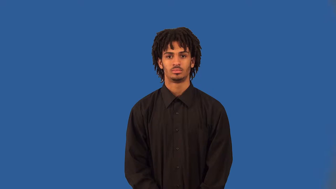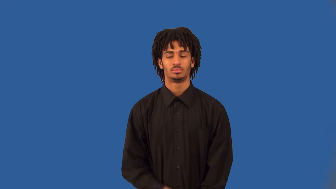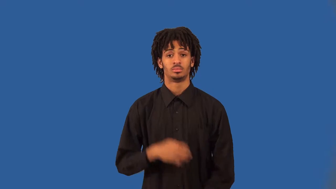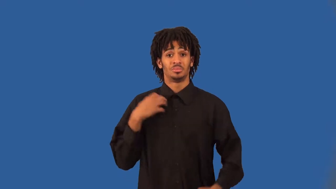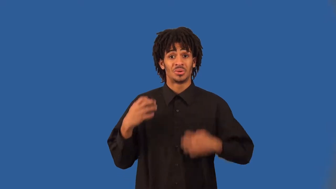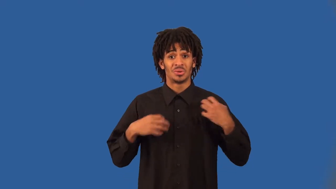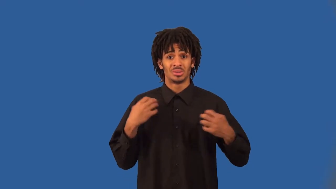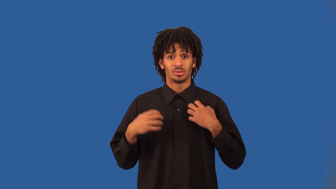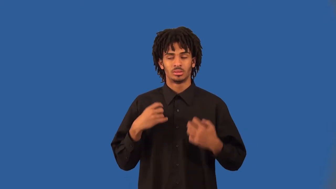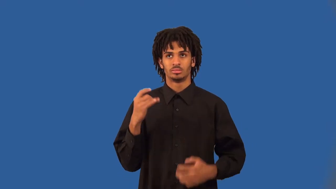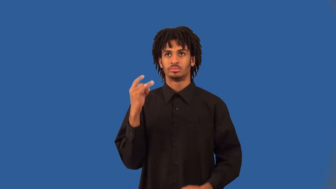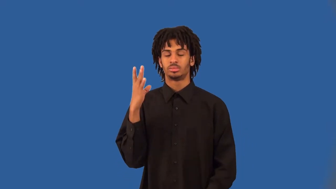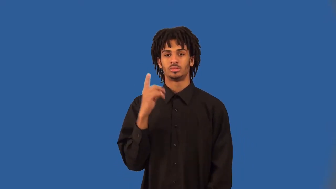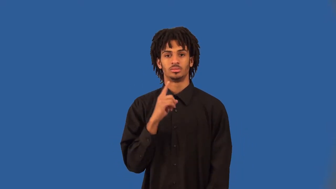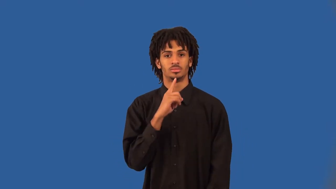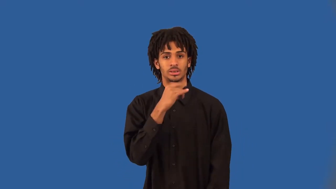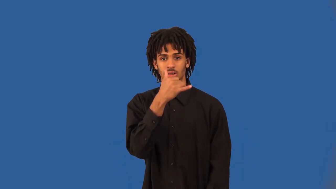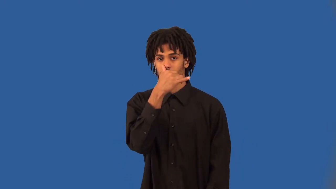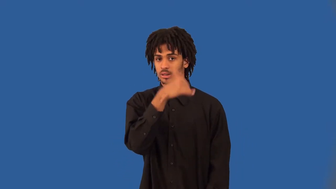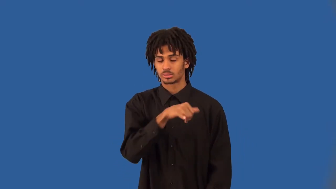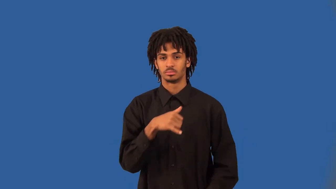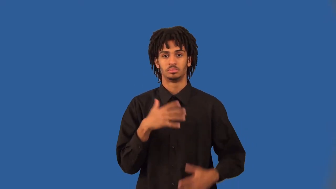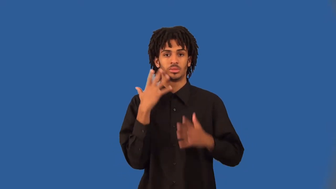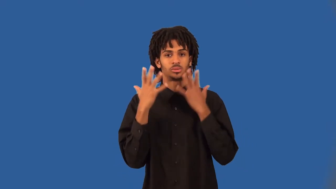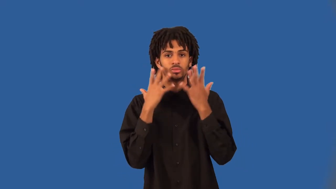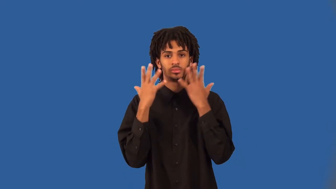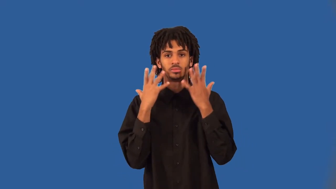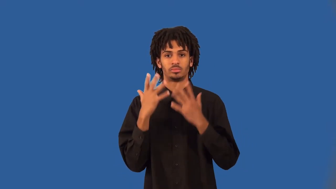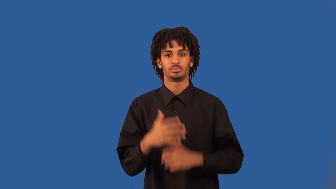sappy